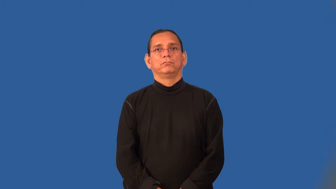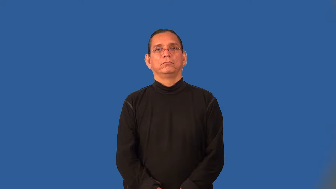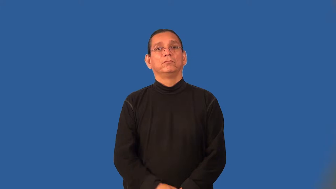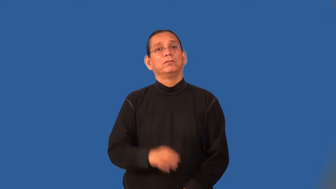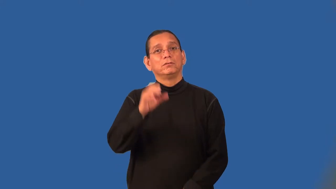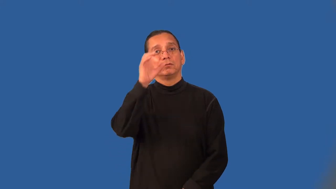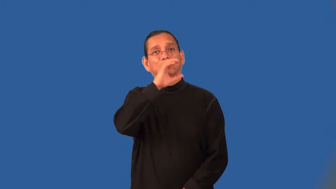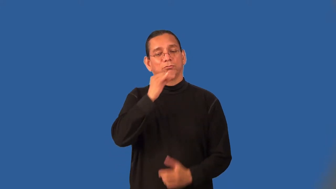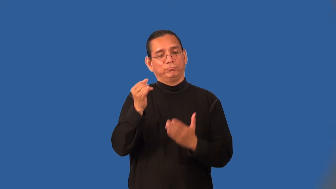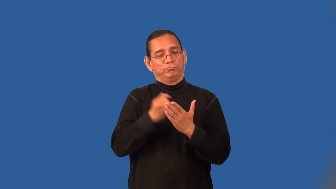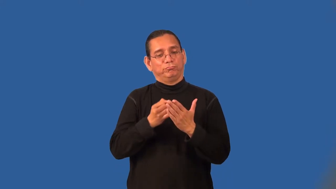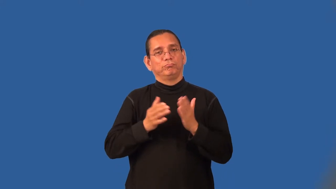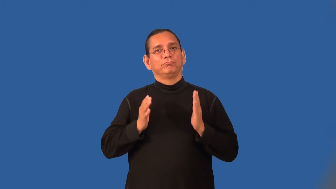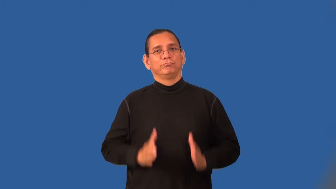cartoonist